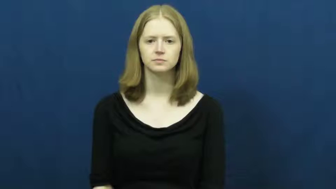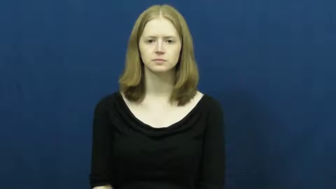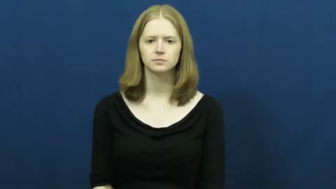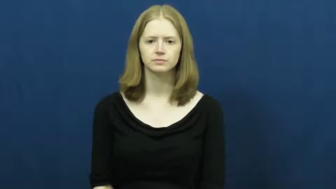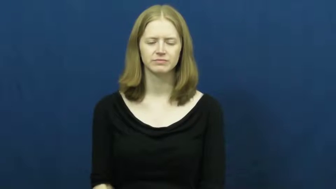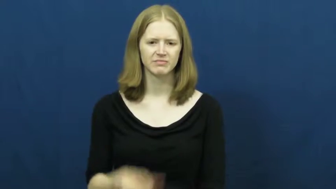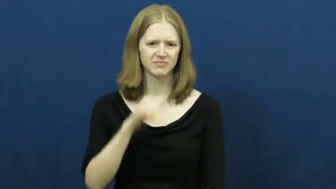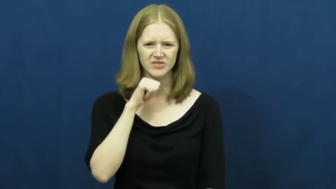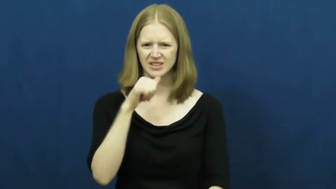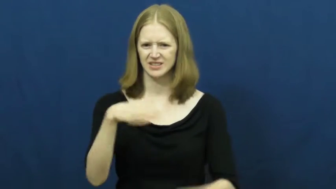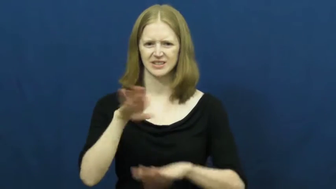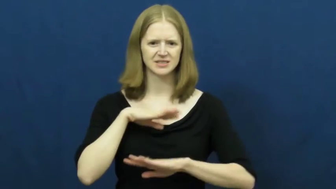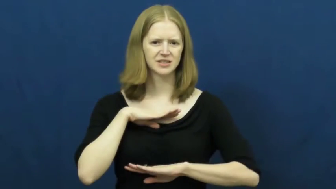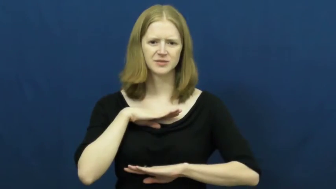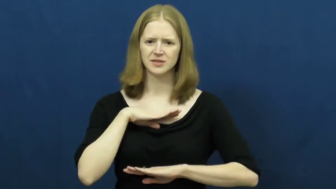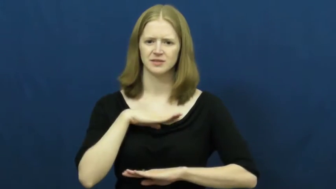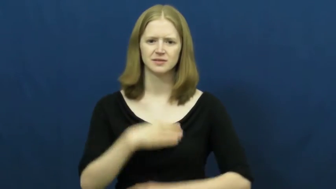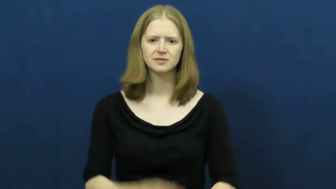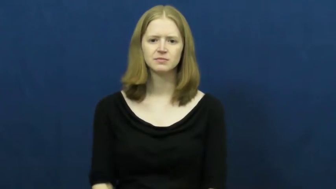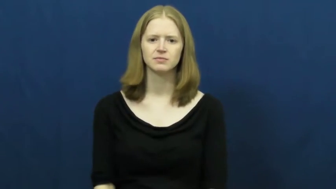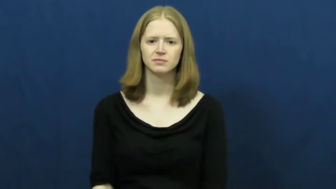unsatisfied